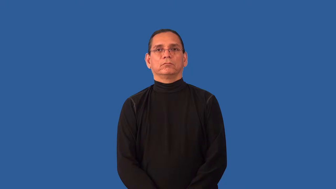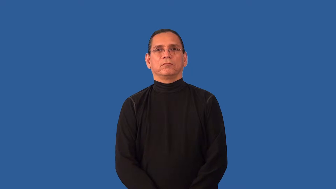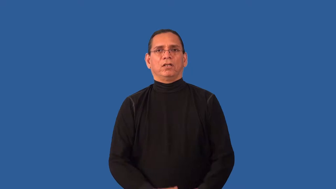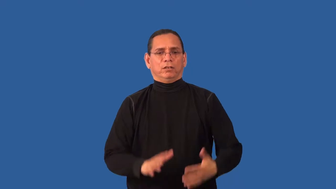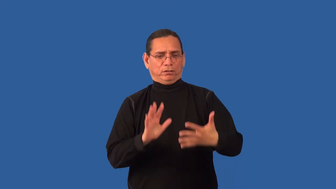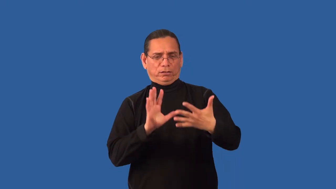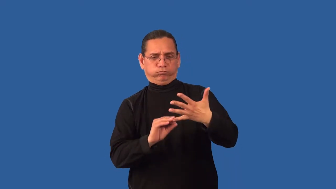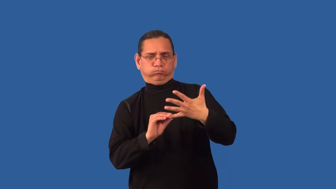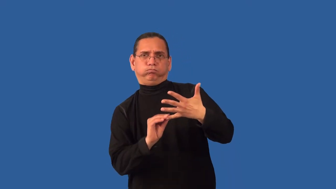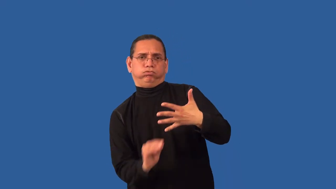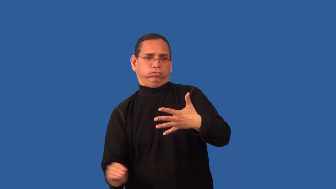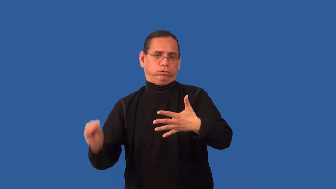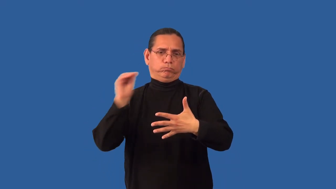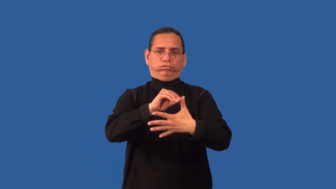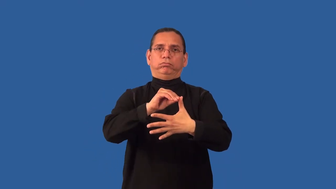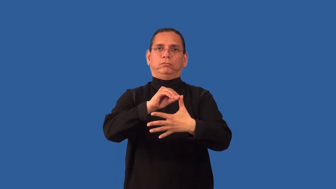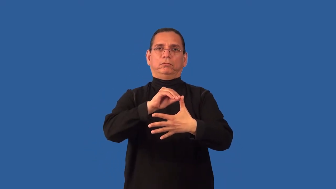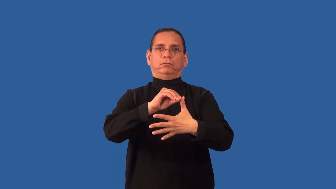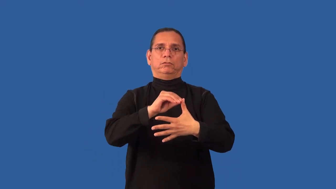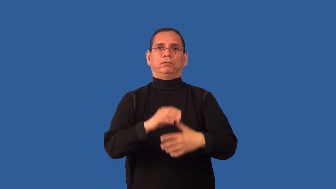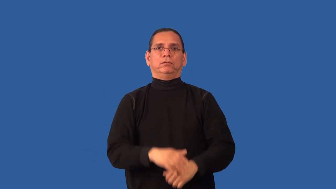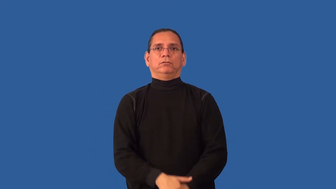overriding